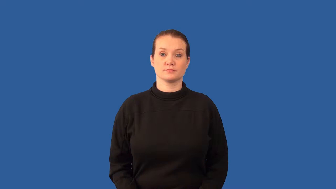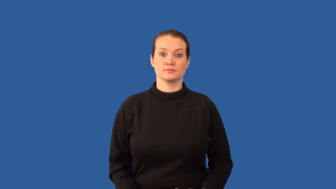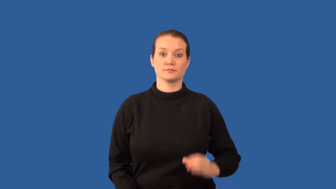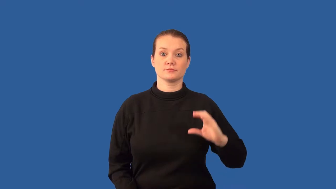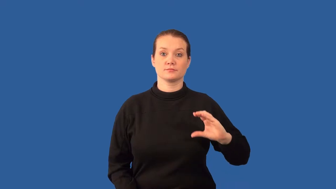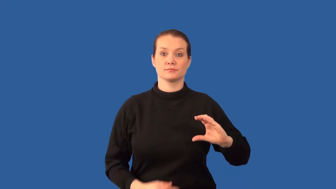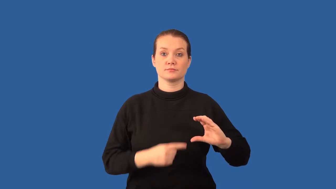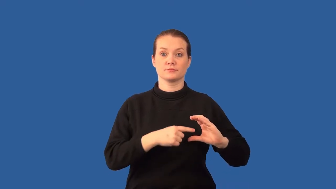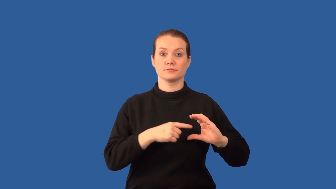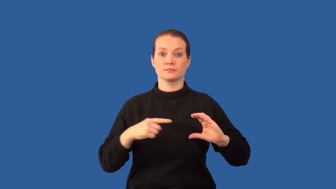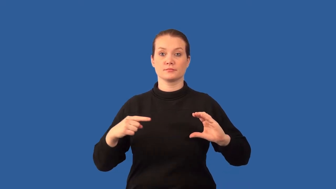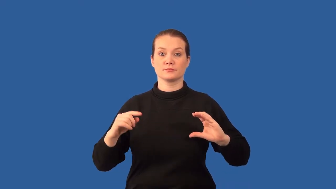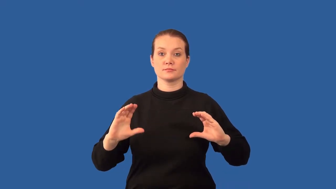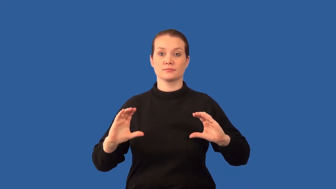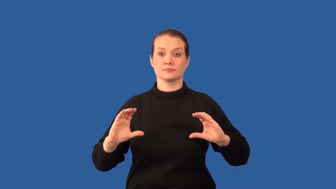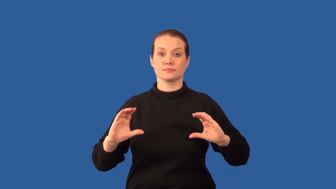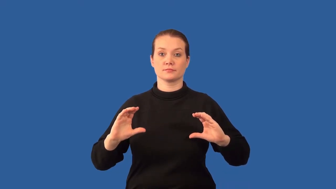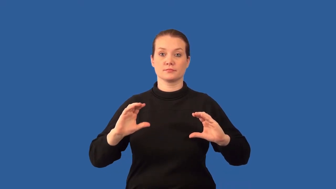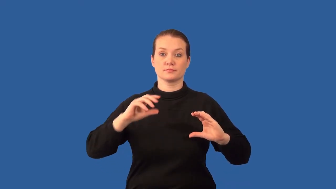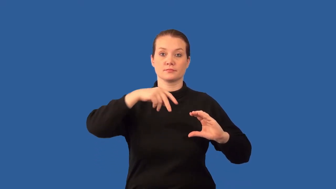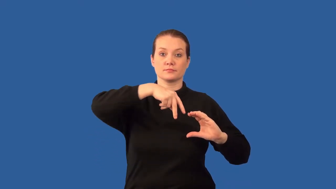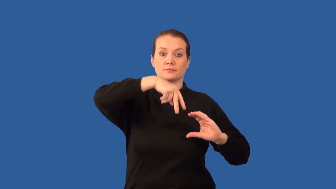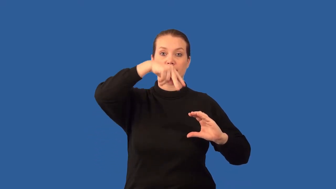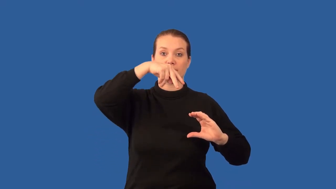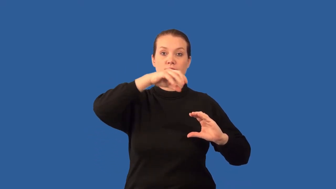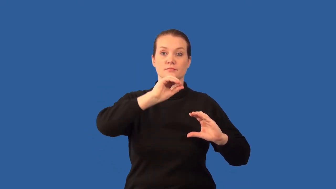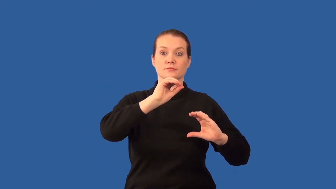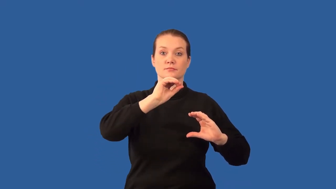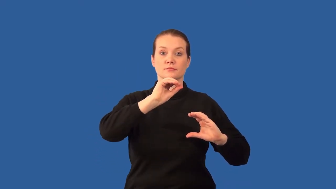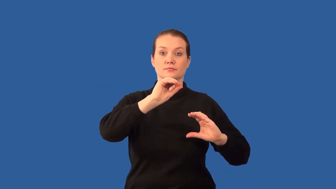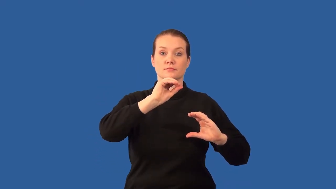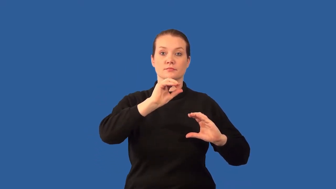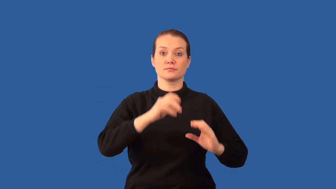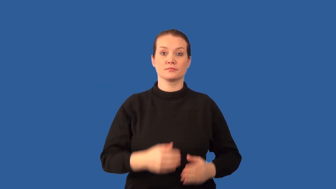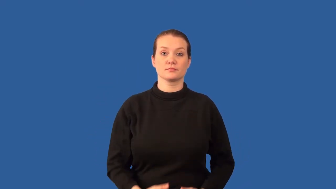ketone